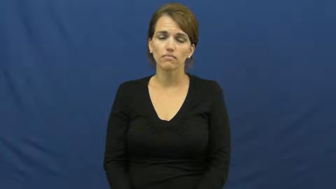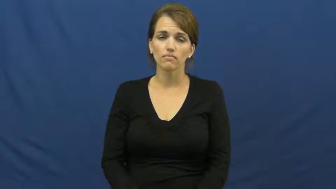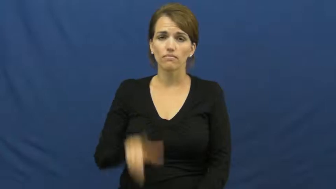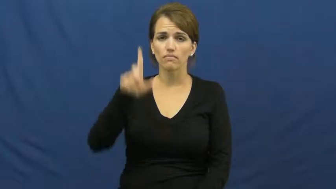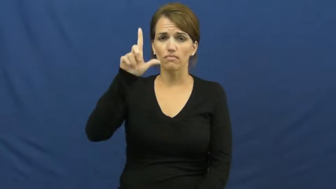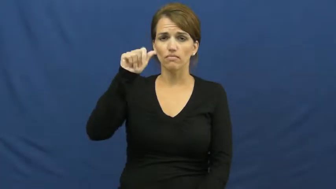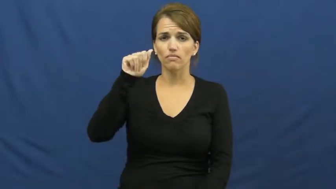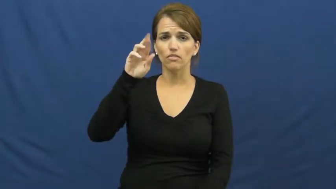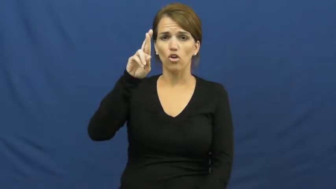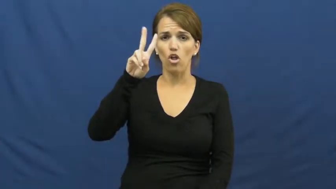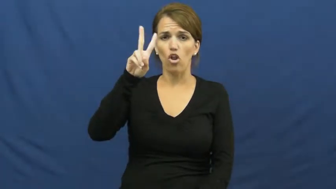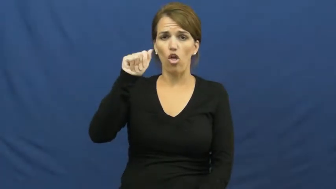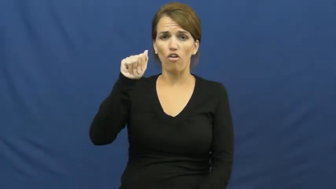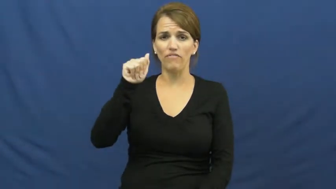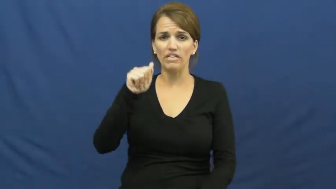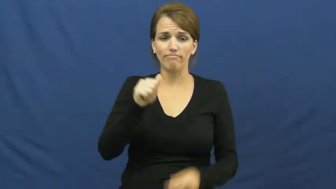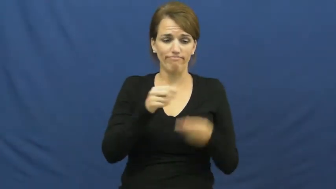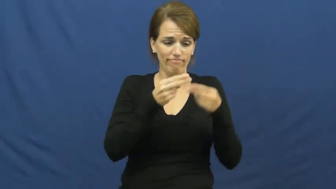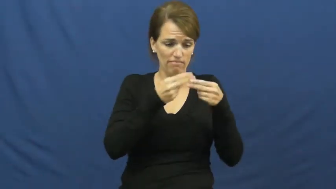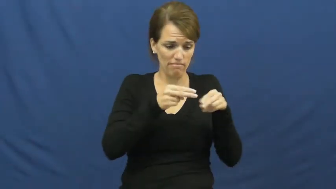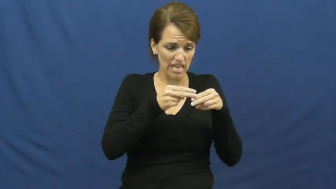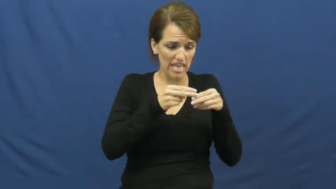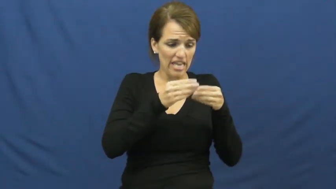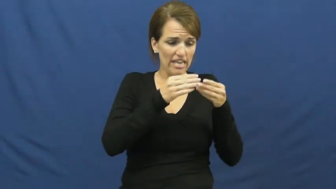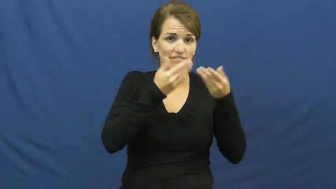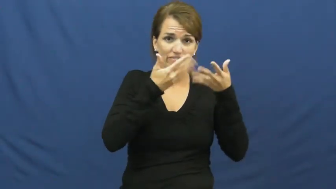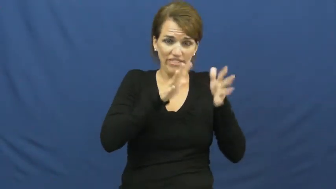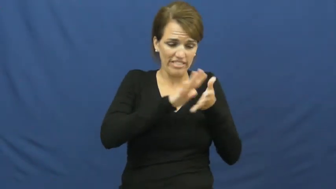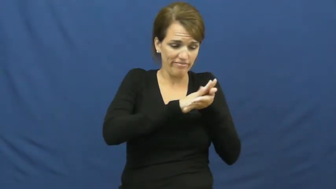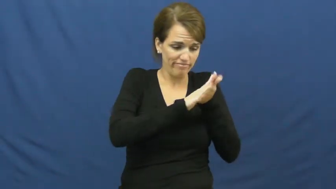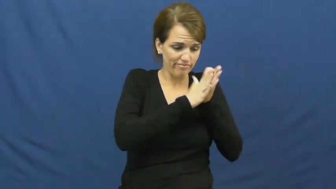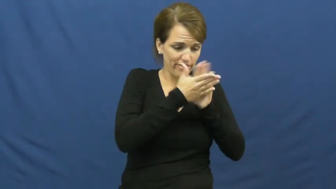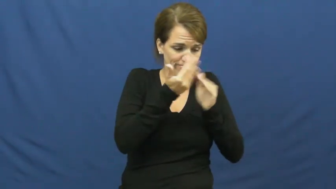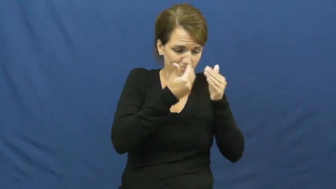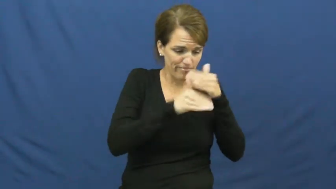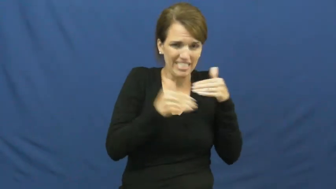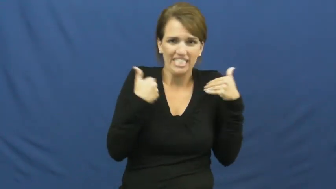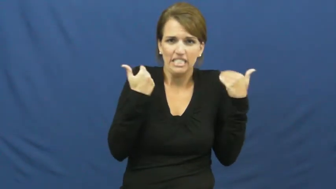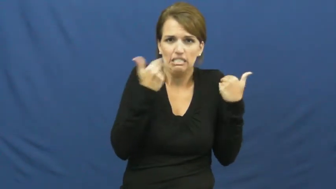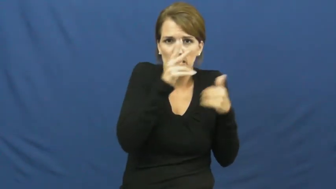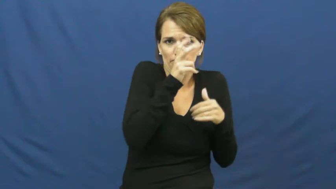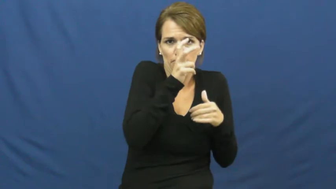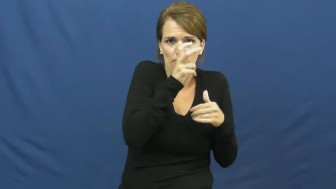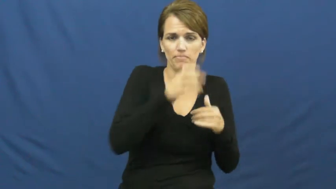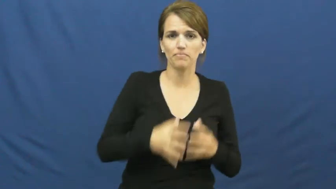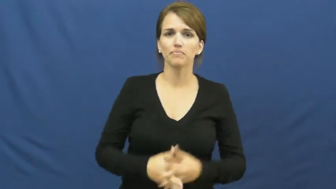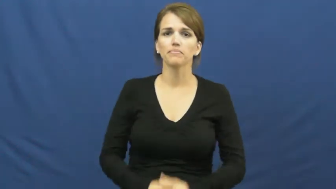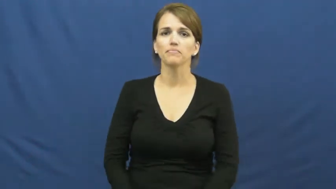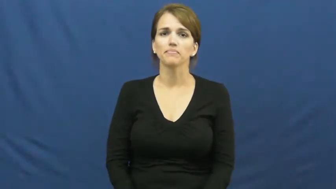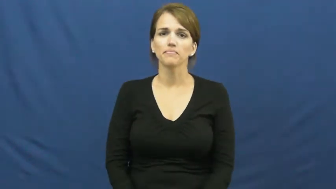larva